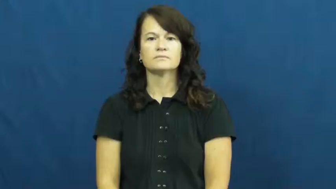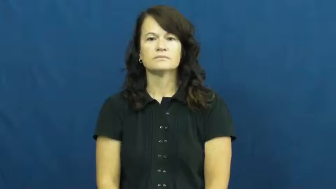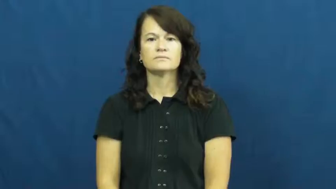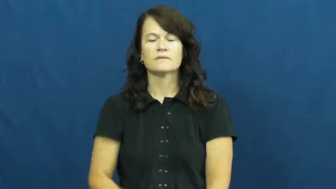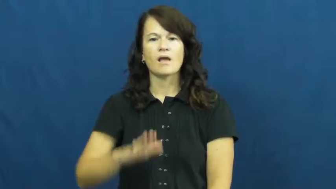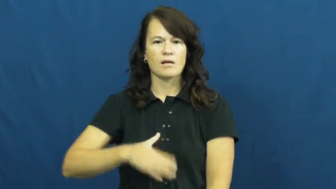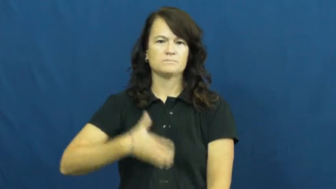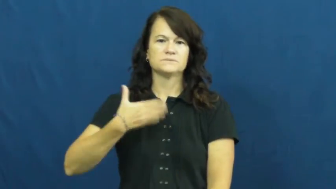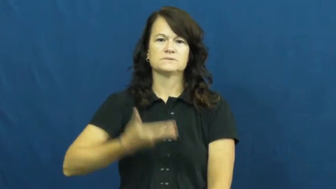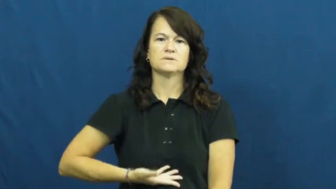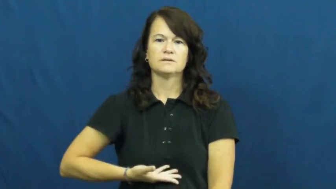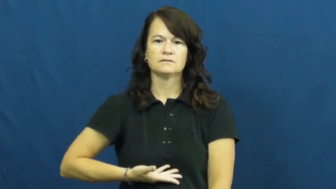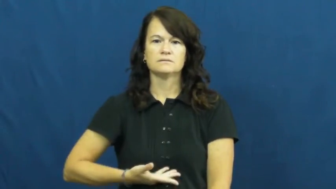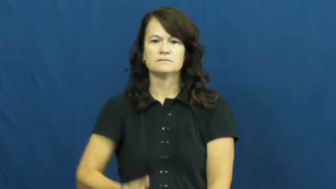upset,shaken,unsettle,unstrung,bum